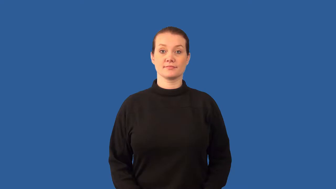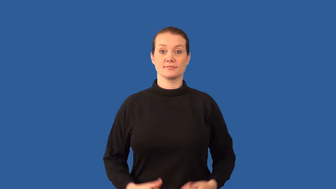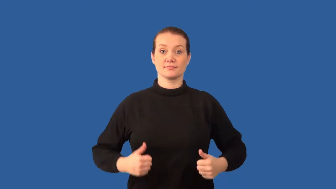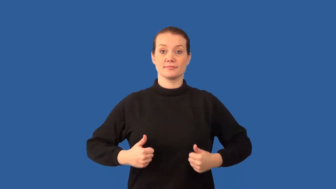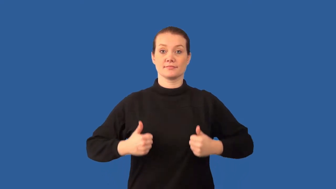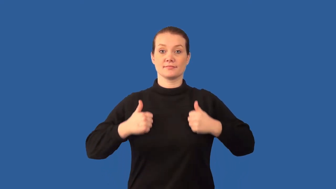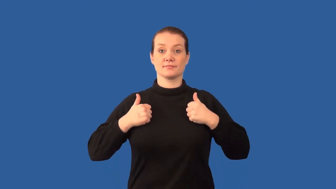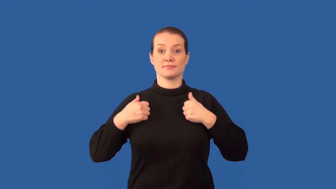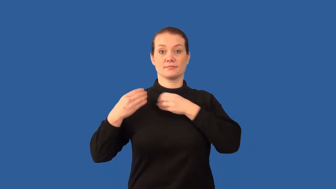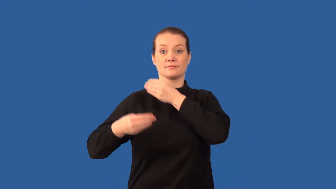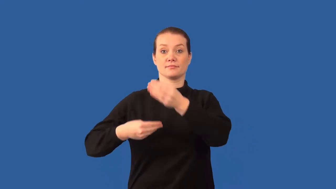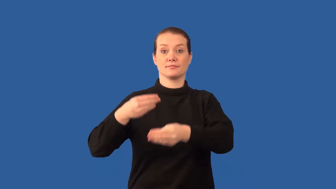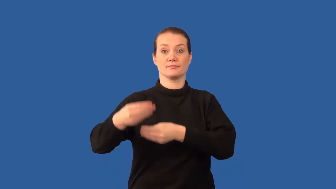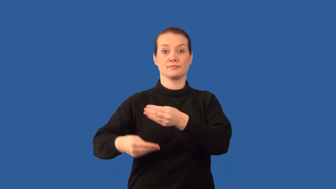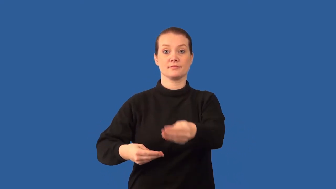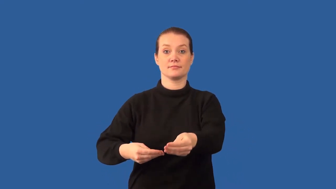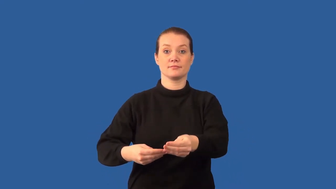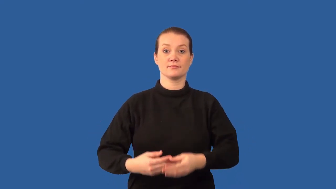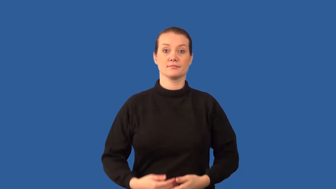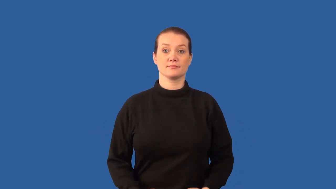biogenesis